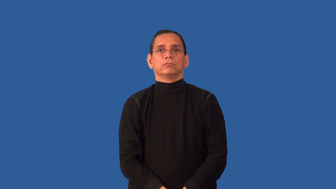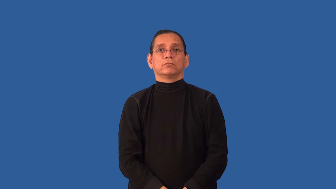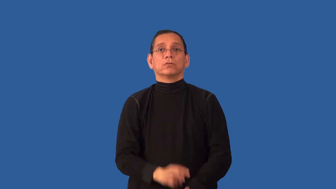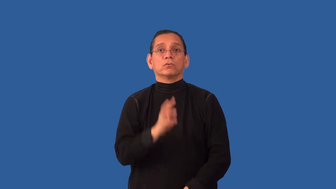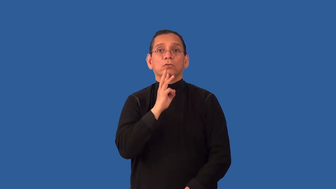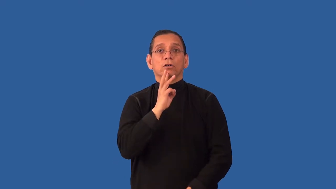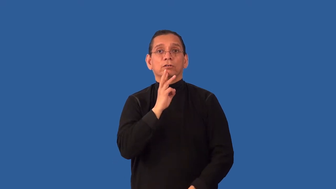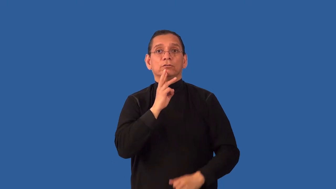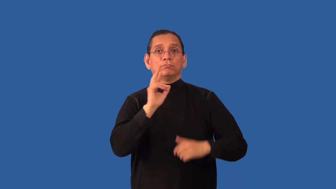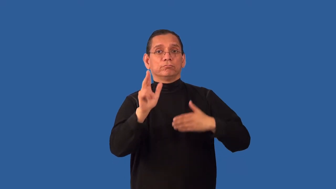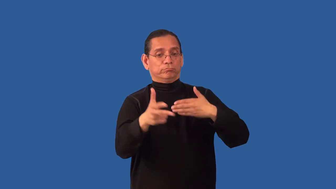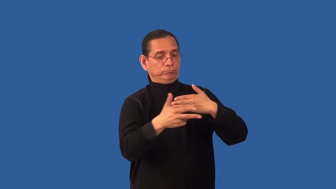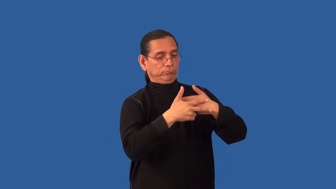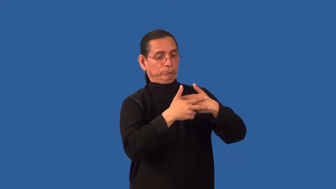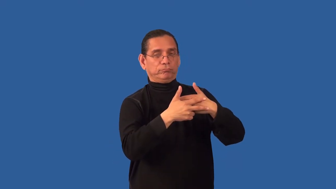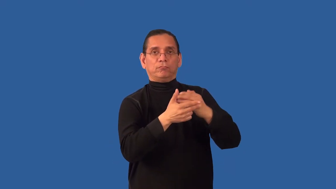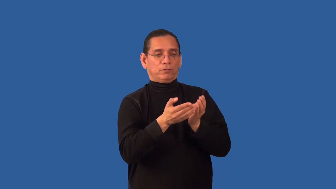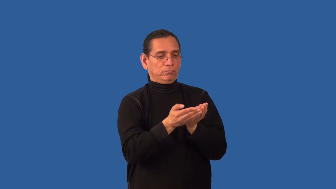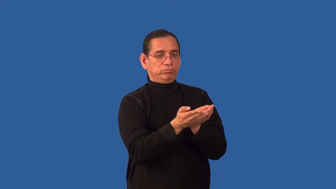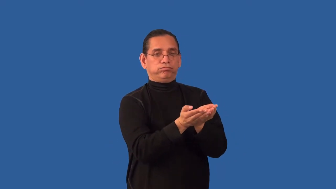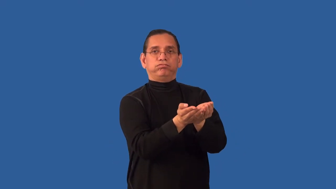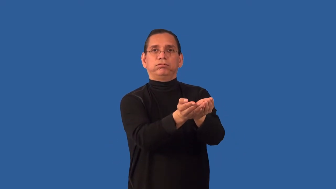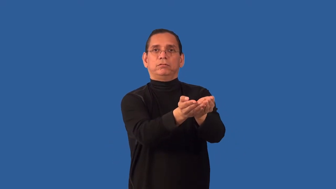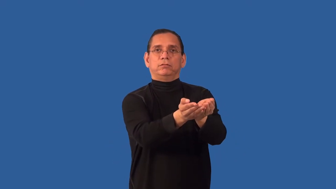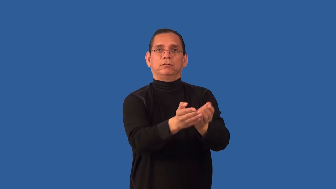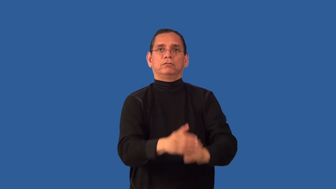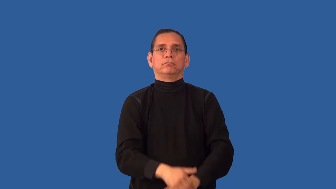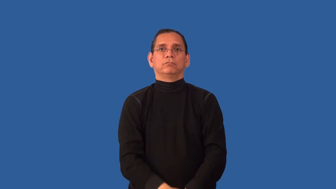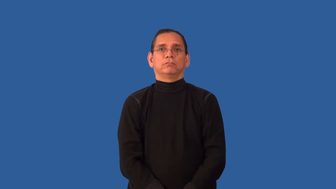undock